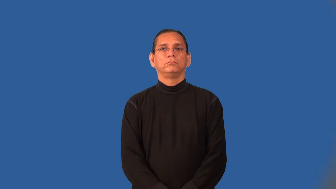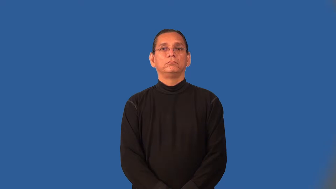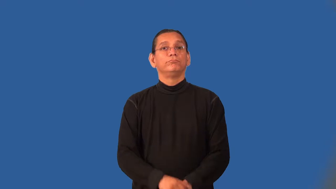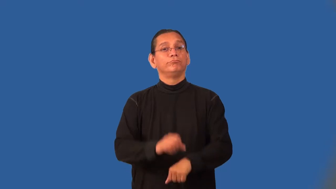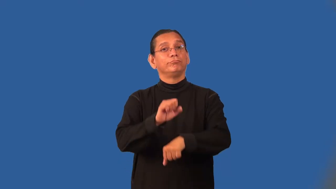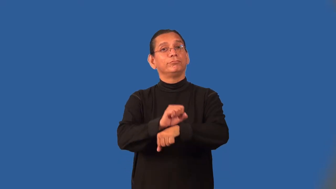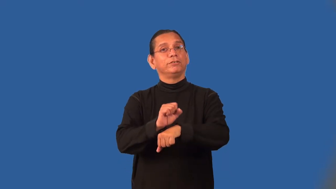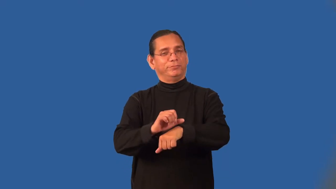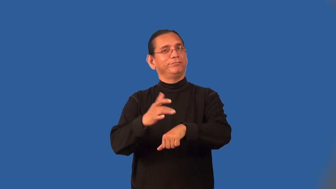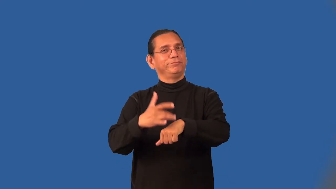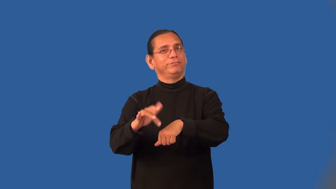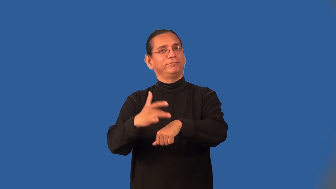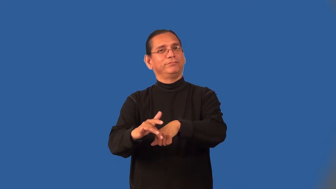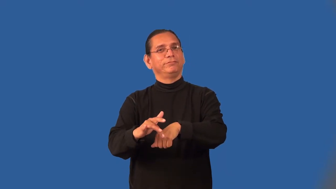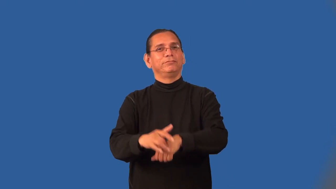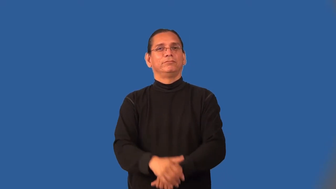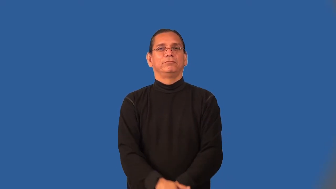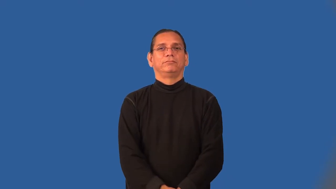opening-job